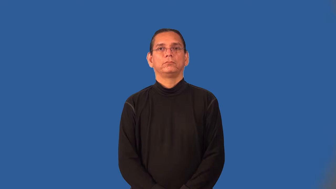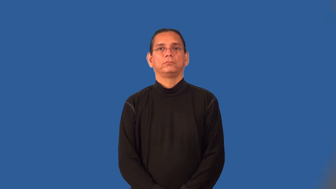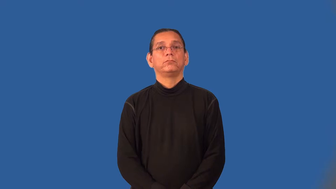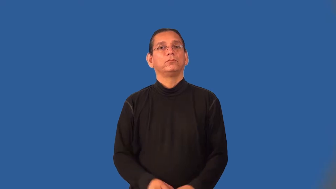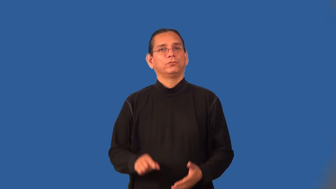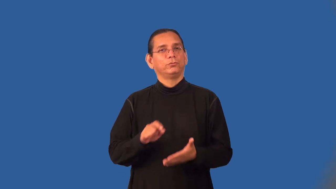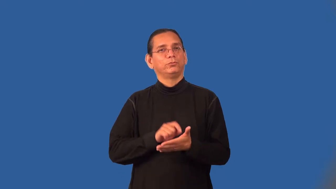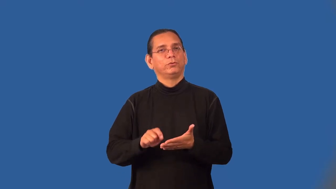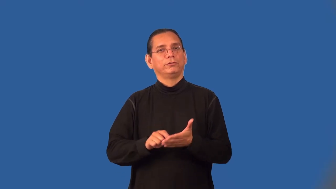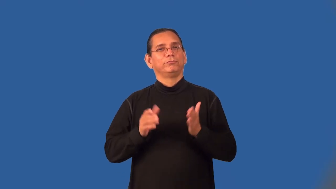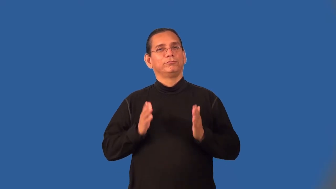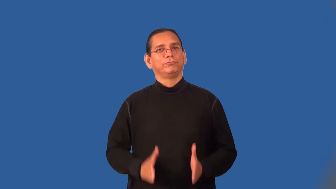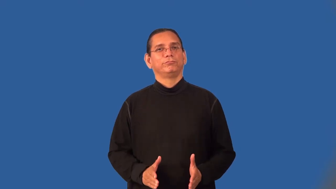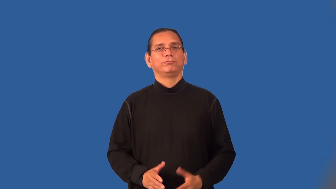essayist